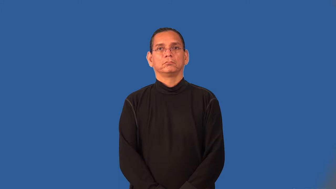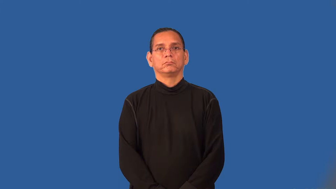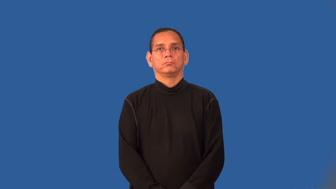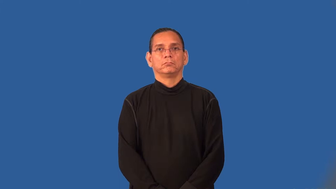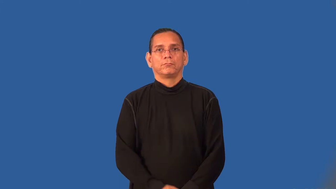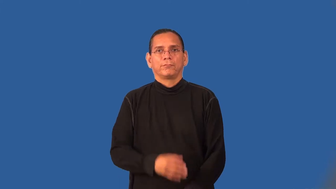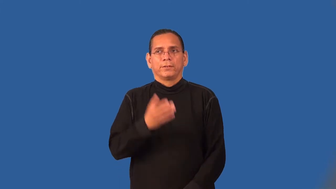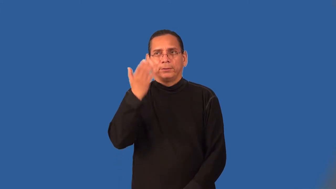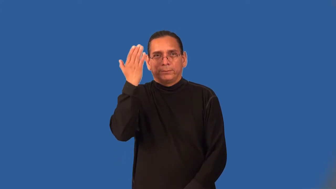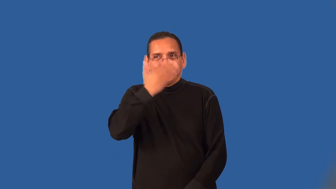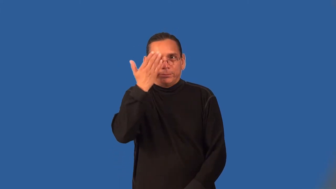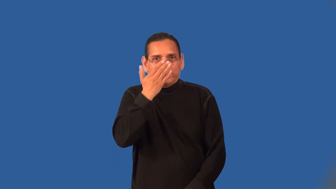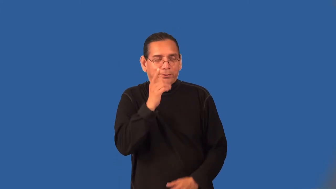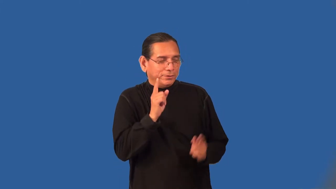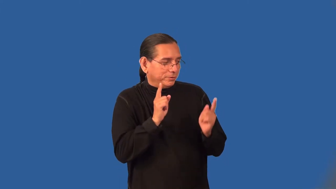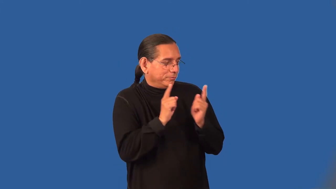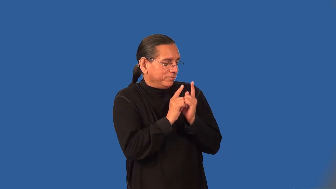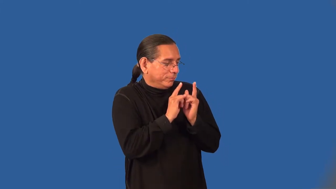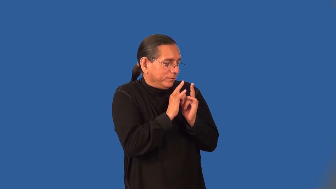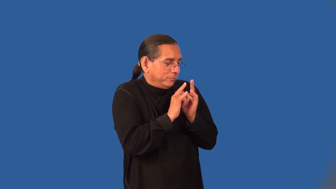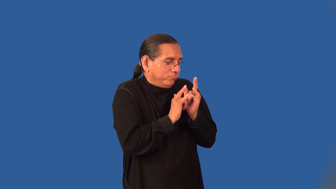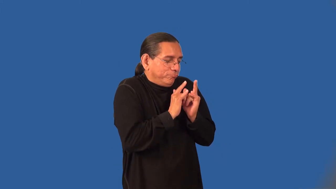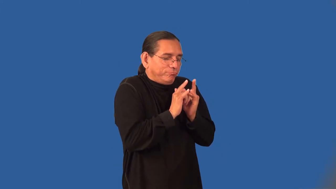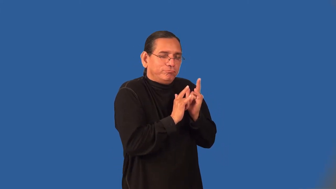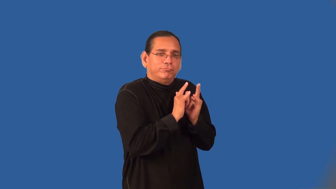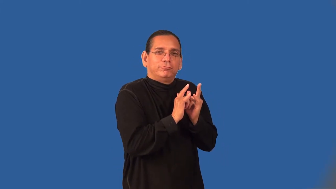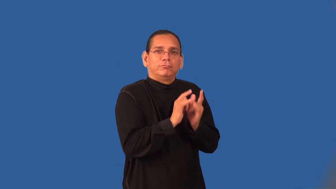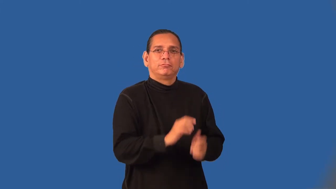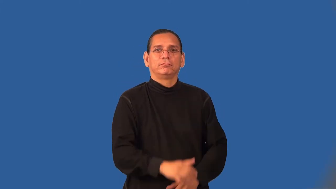tryst,dalliance,liaison,paramour